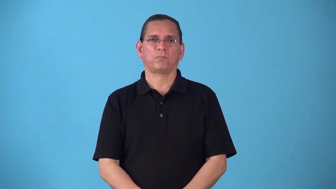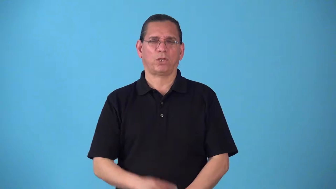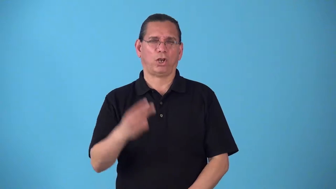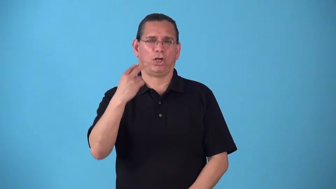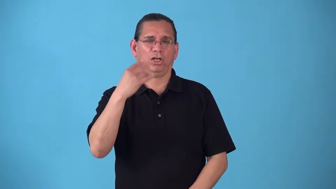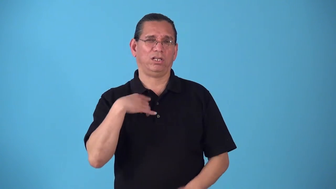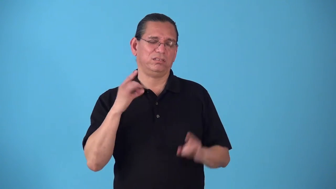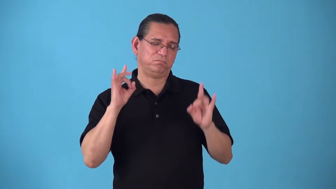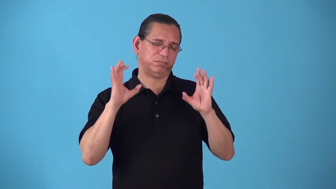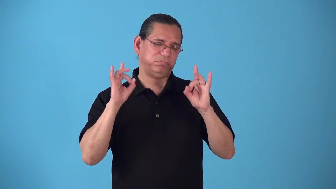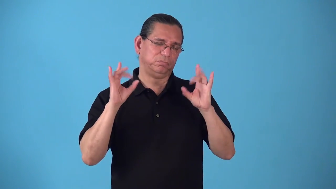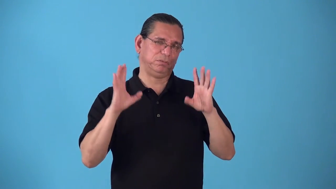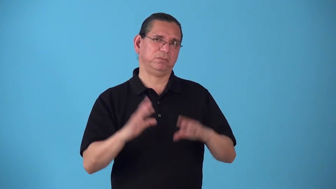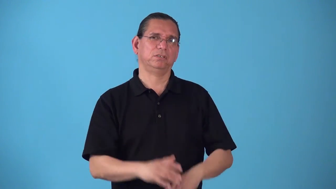showboat,grandstand actions